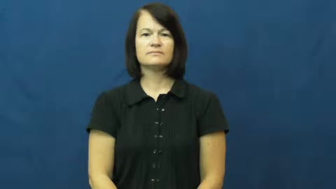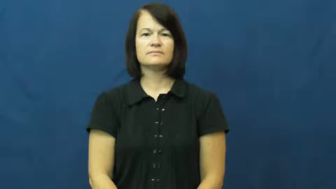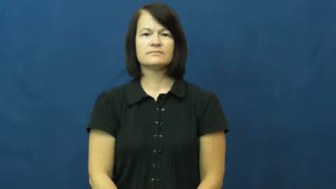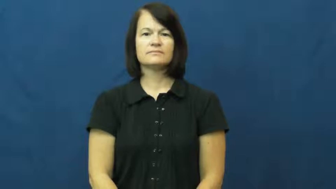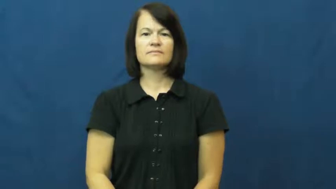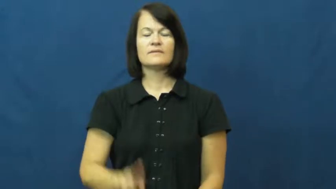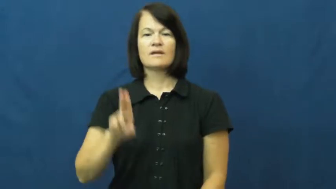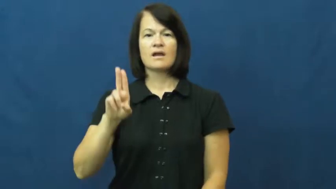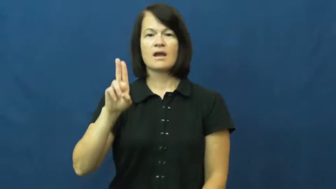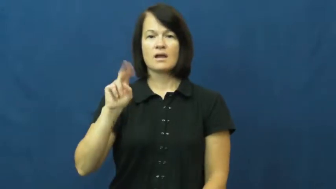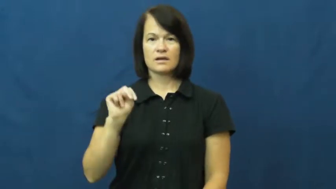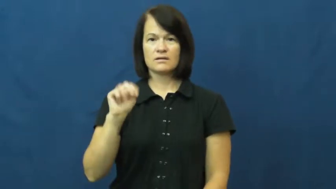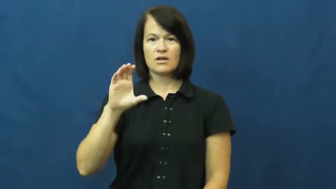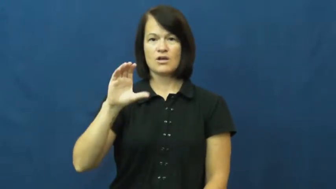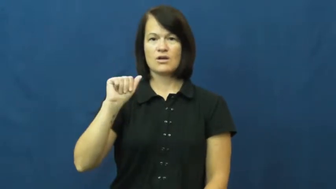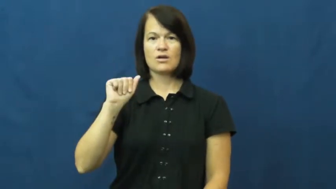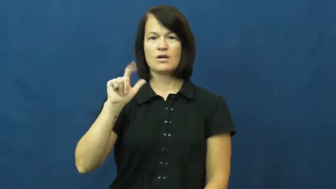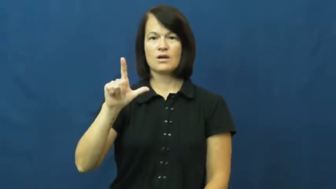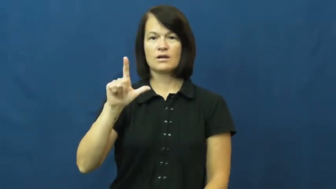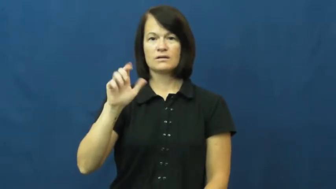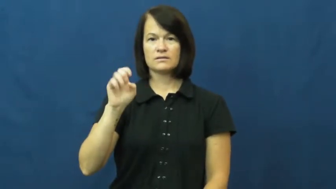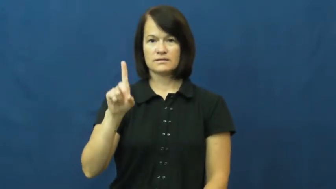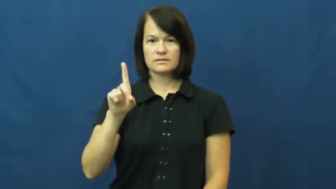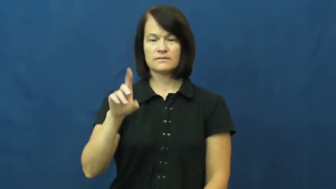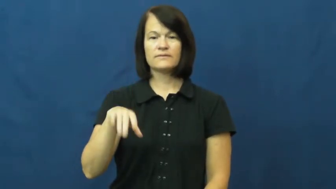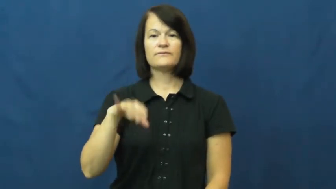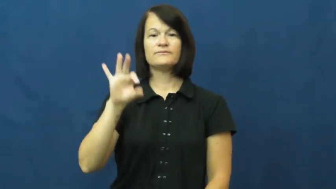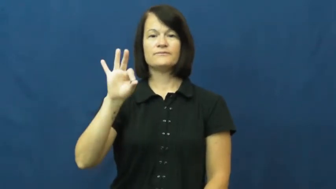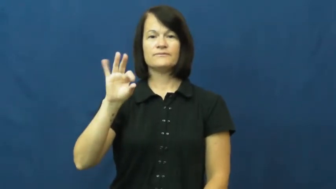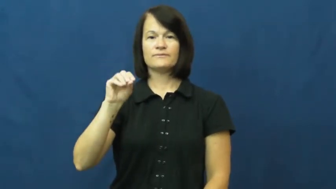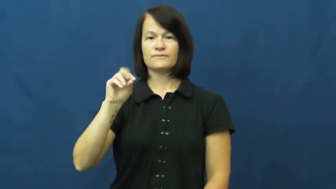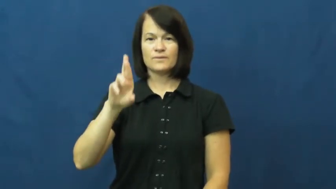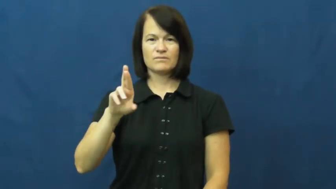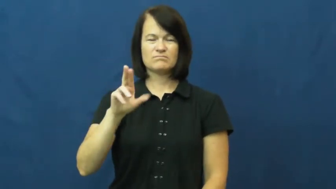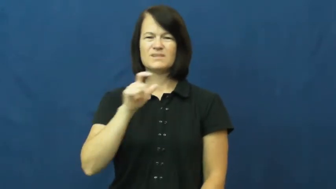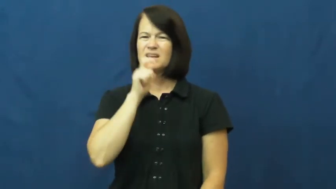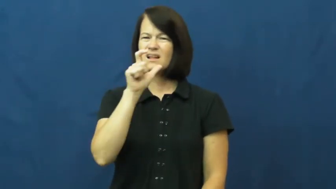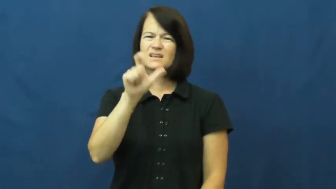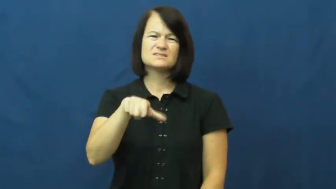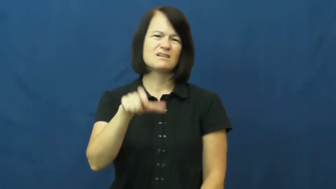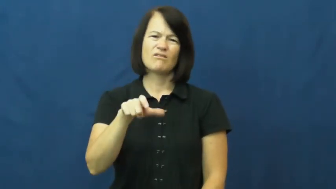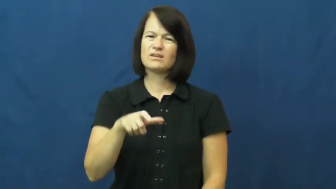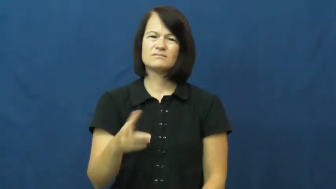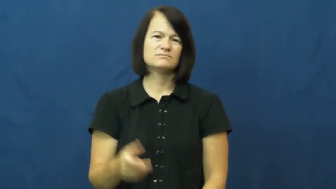uncalled for